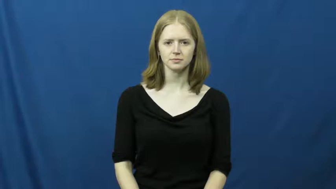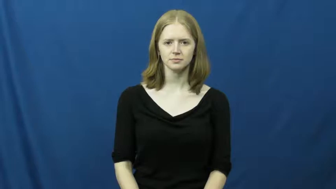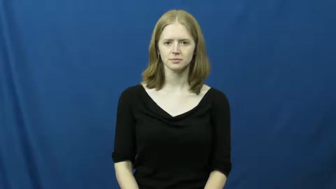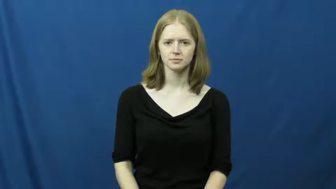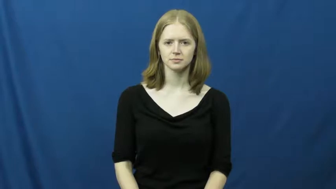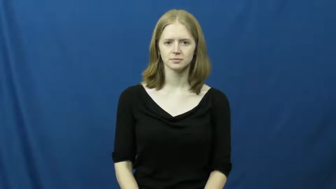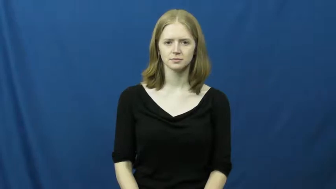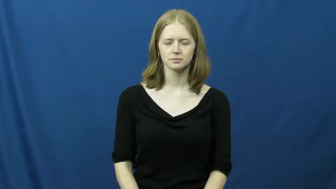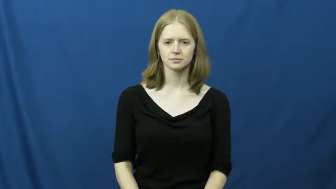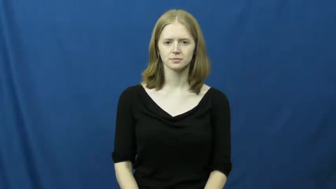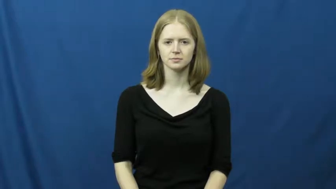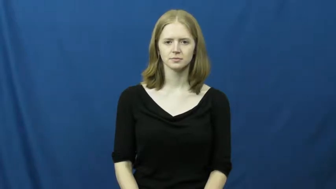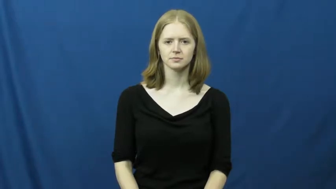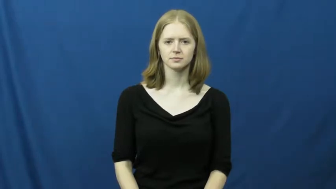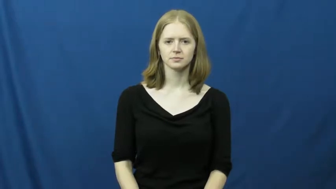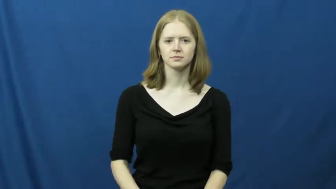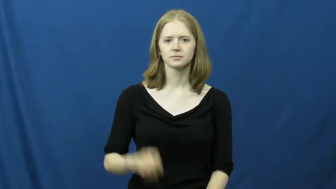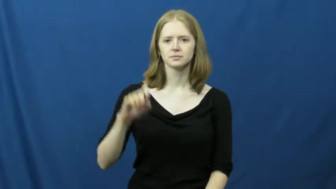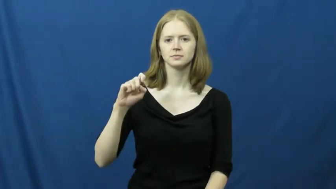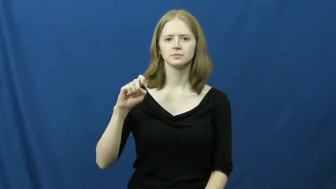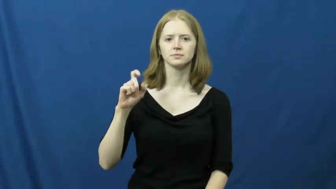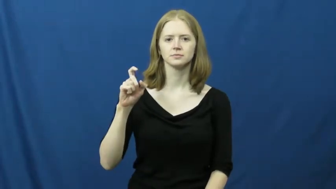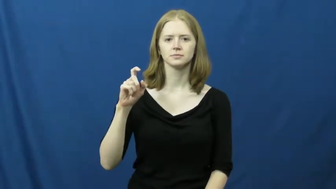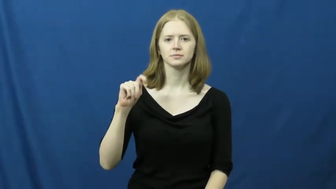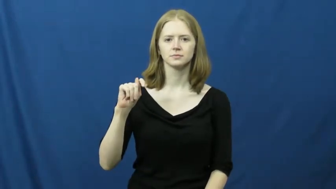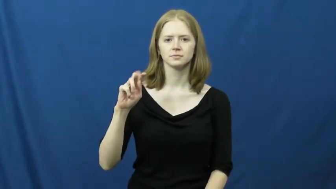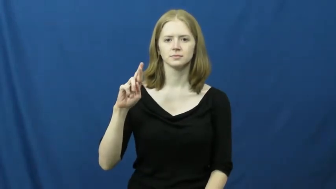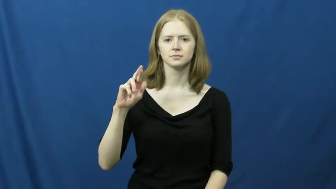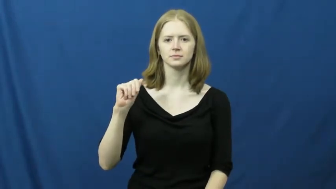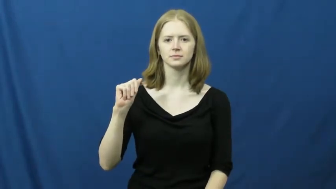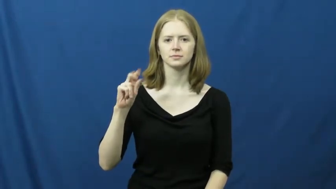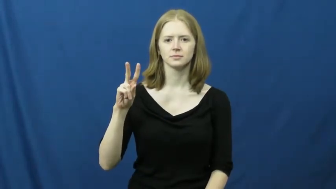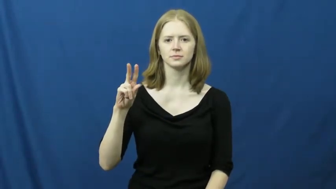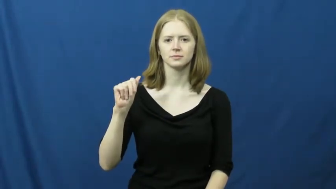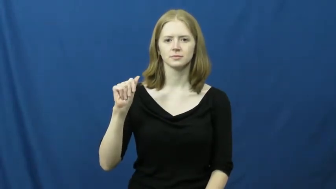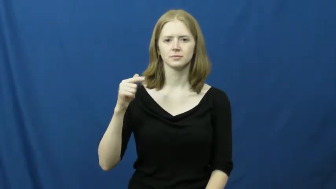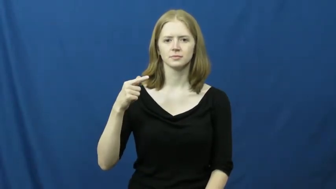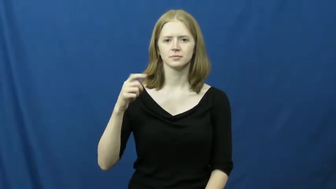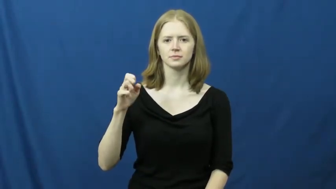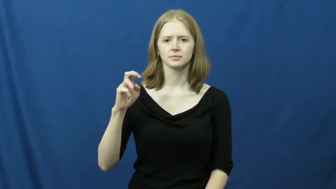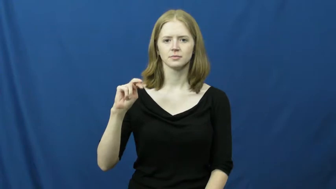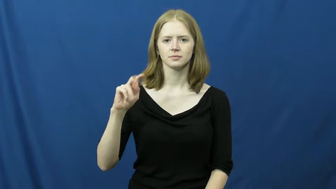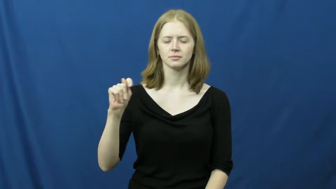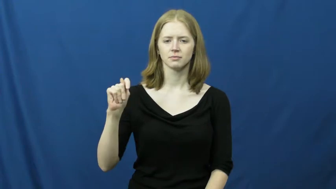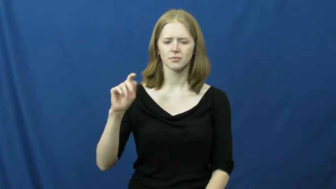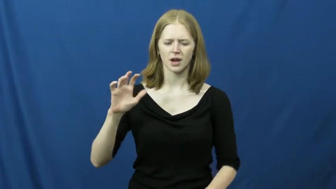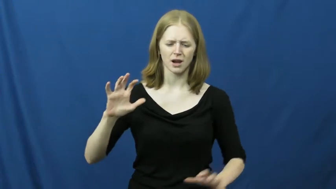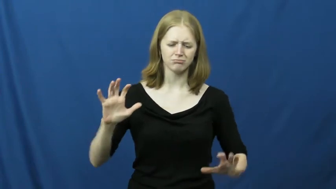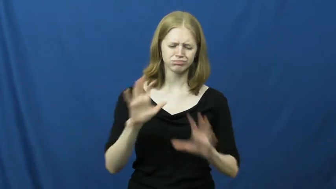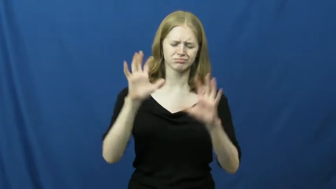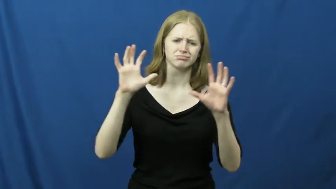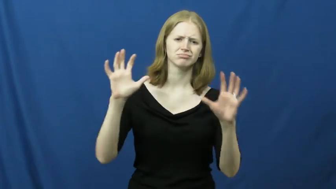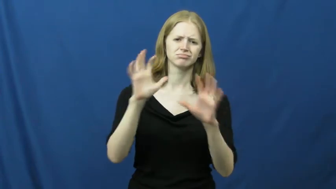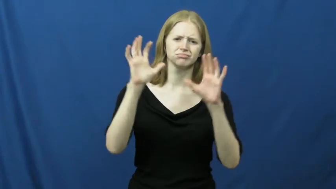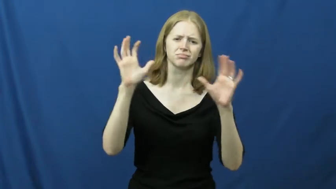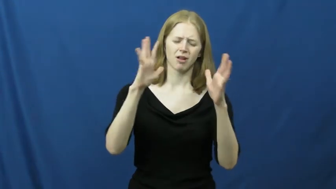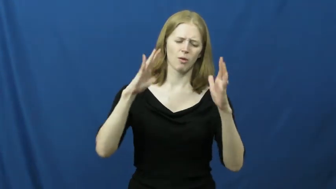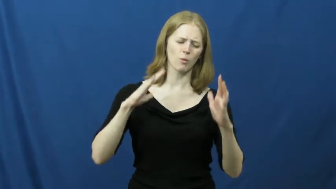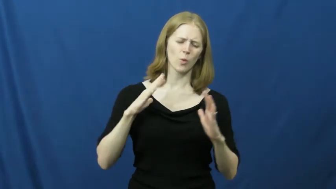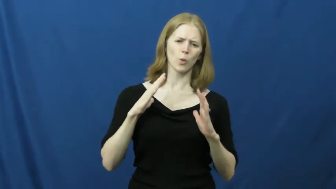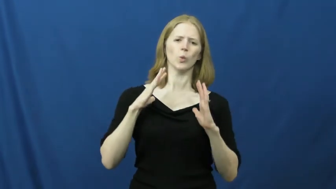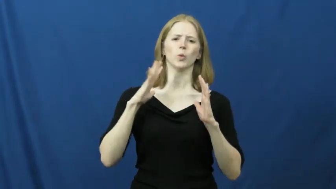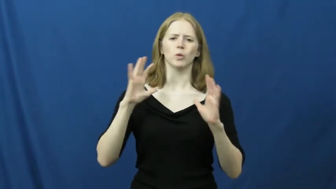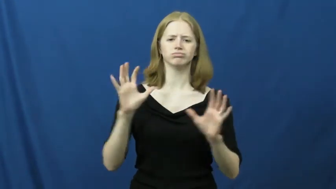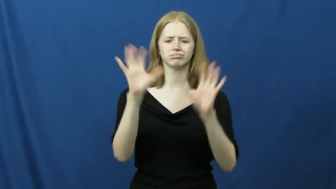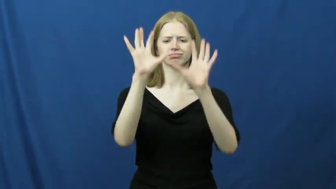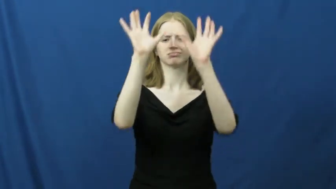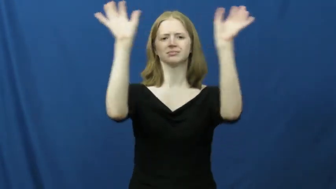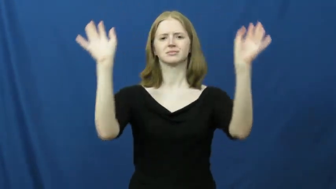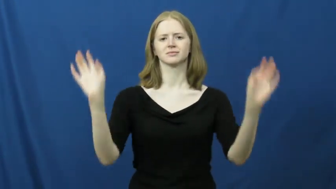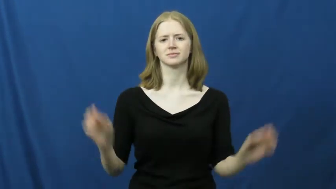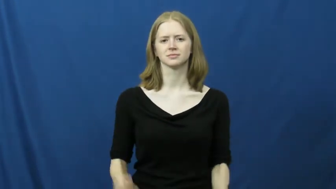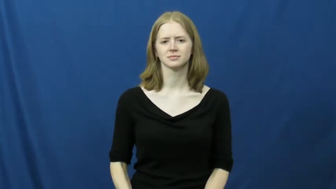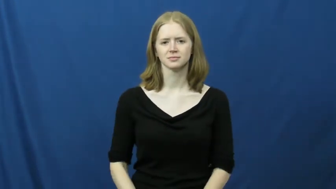extravagant